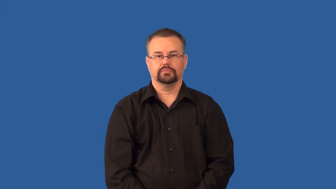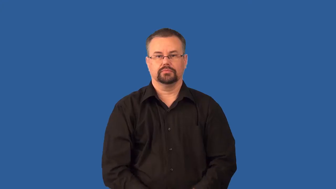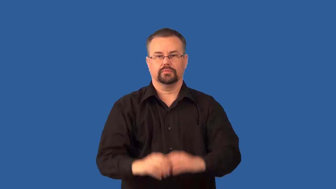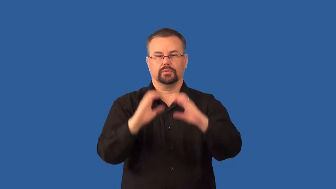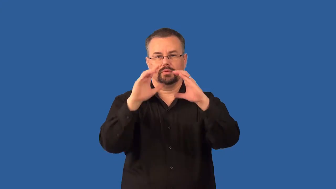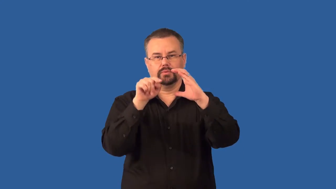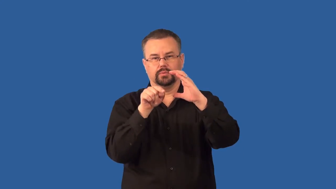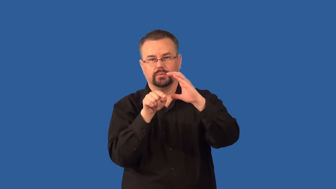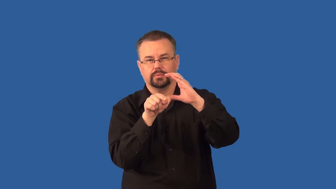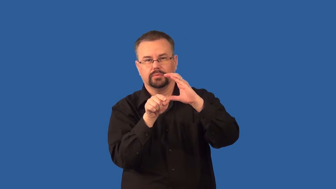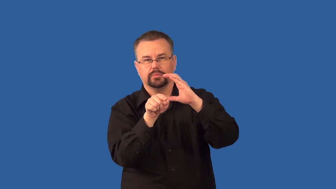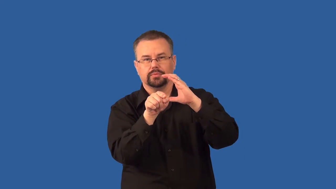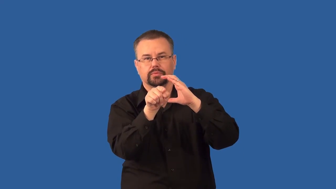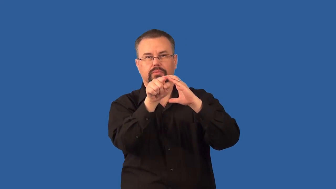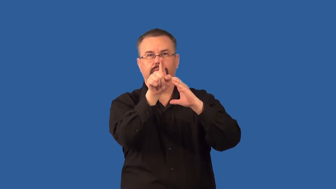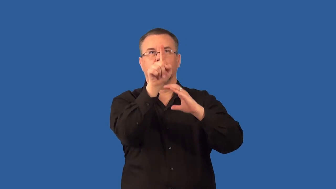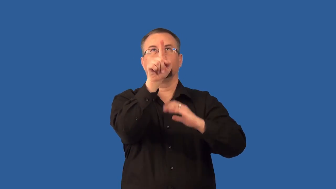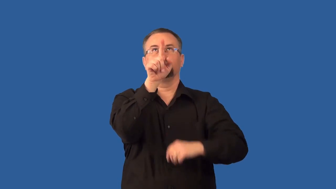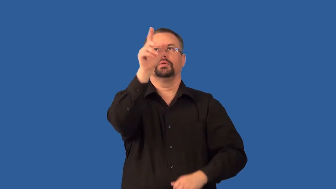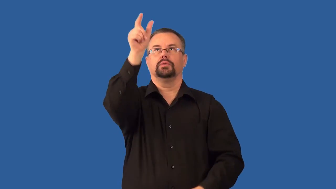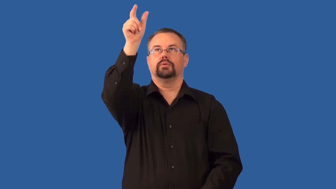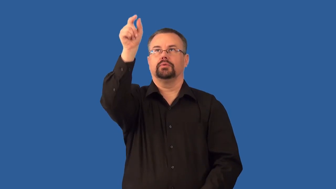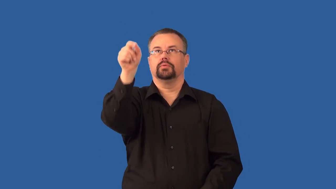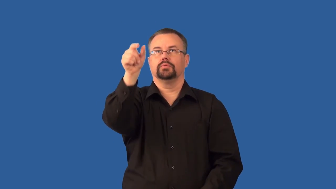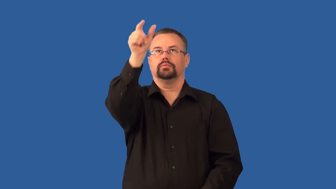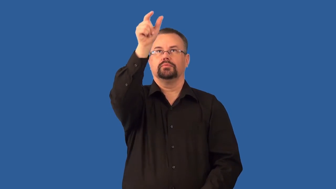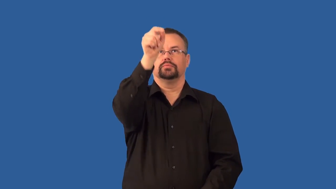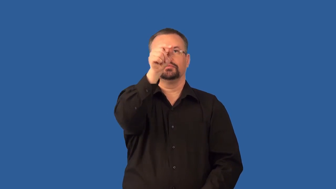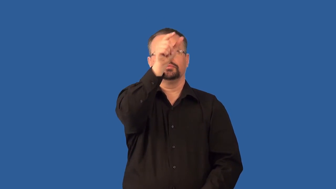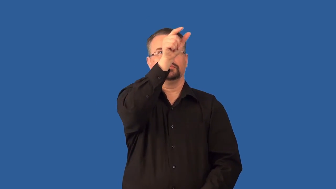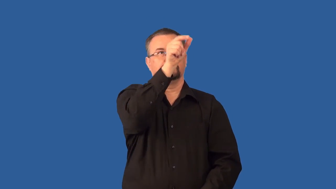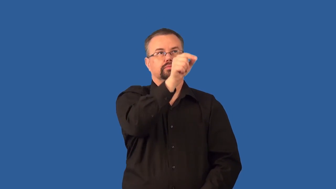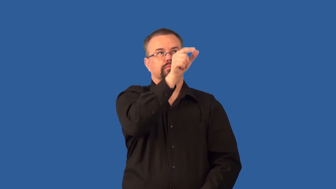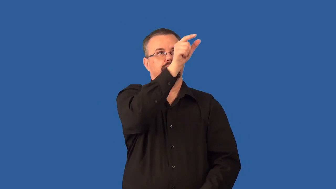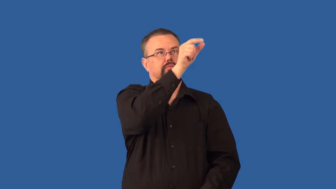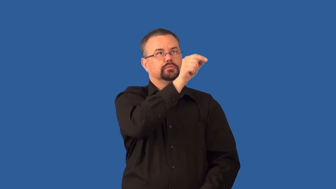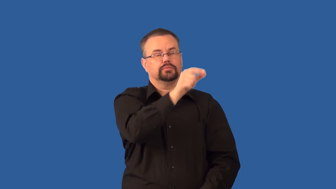stalactite